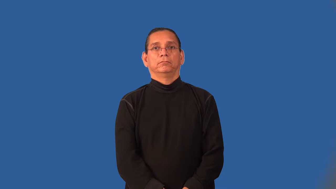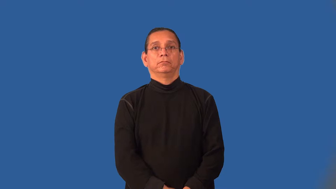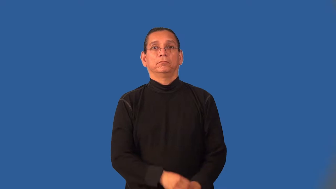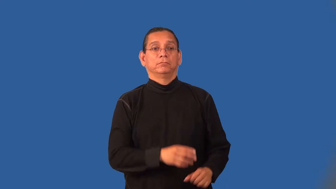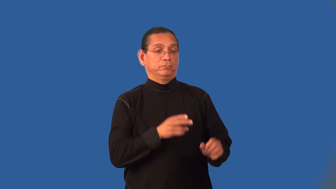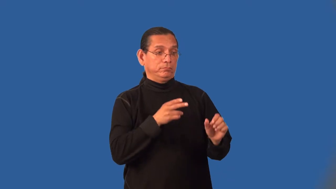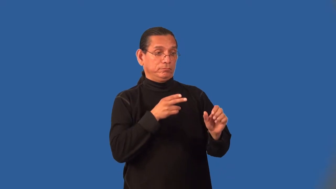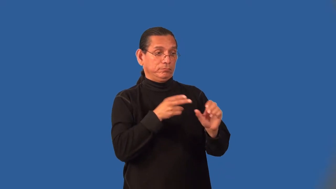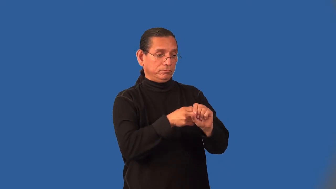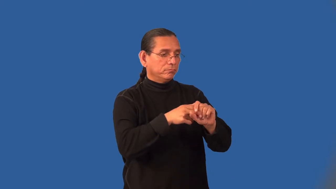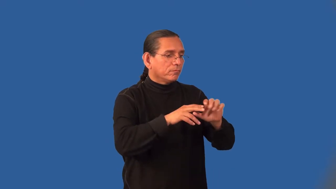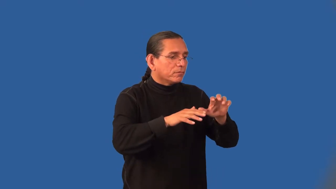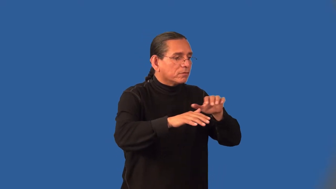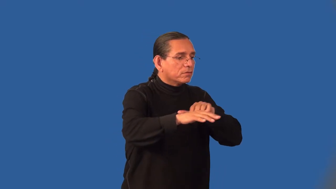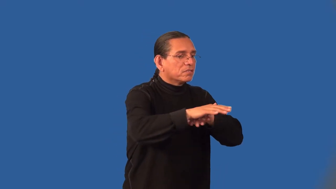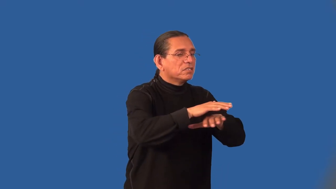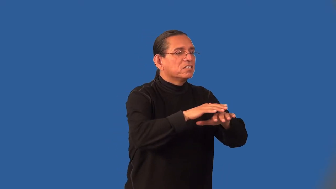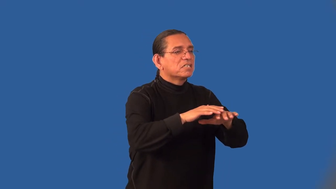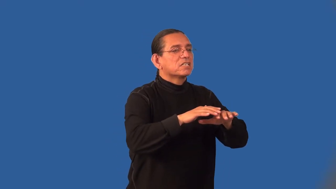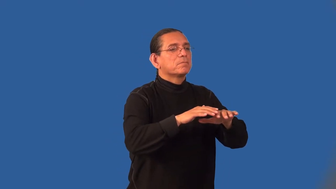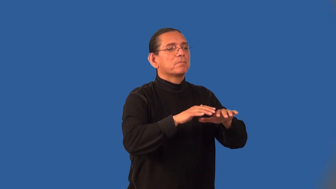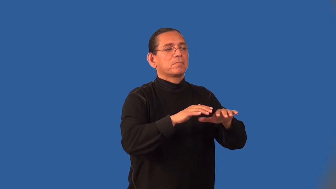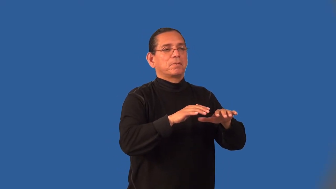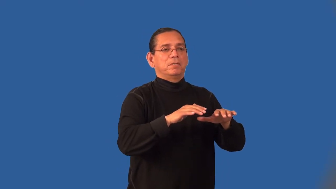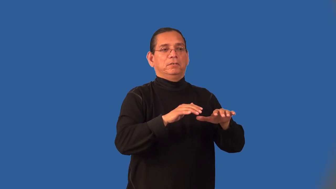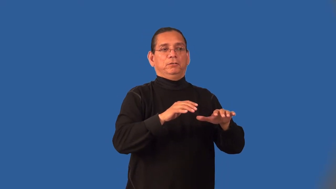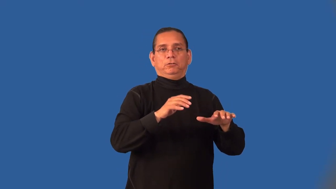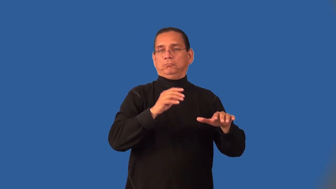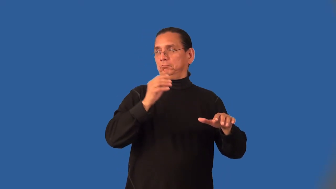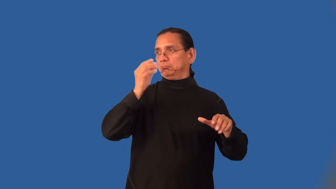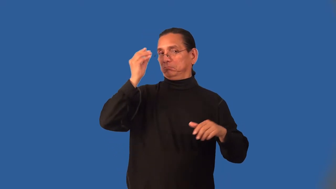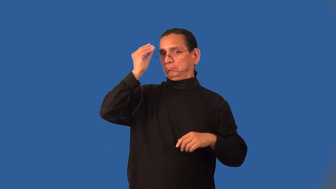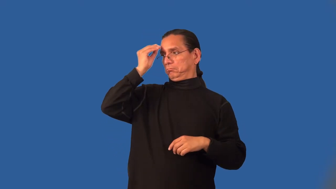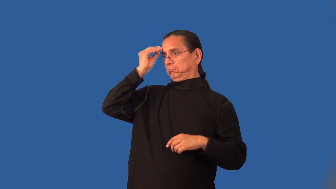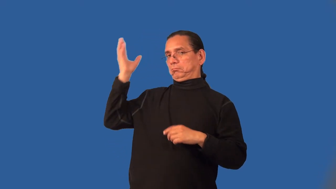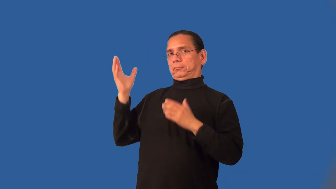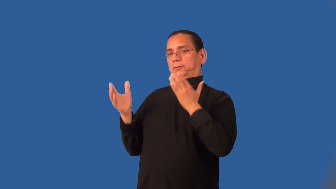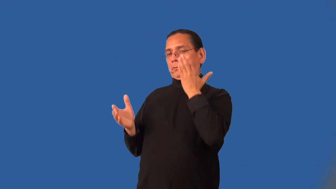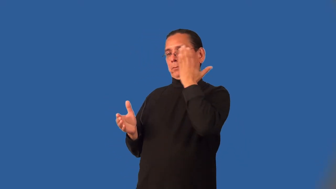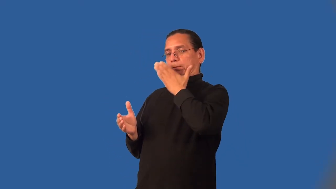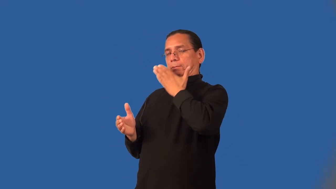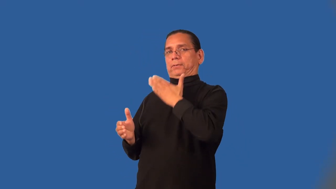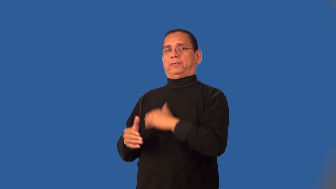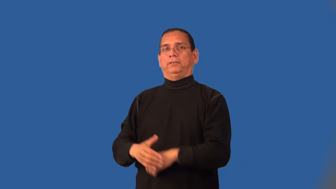infiltrate